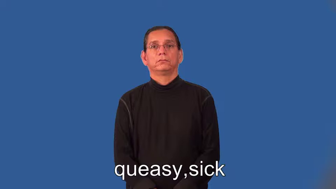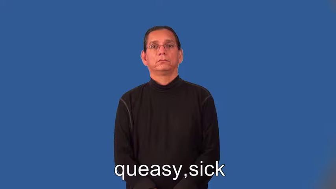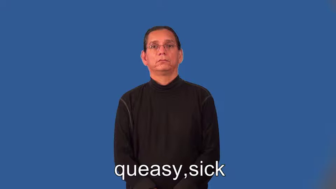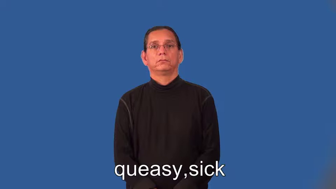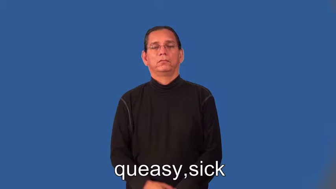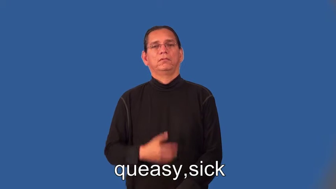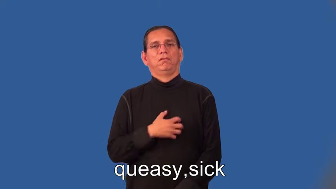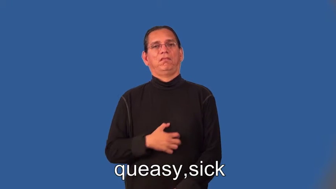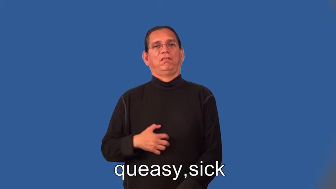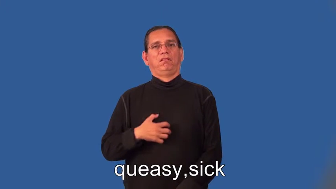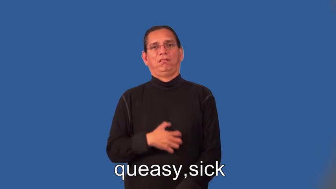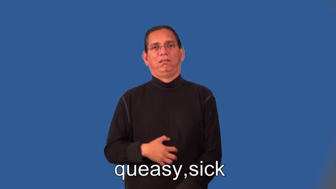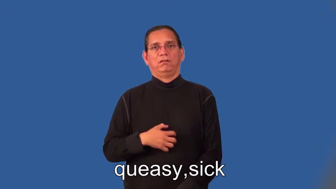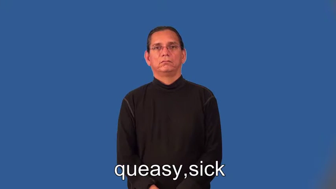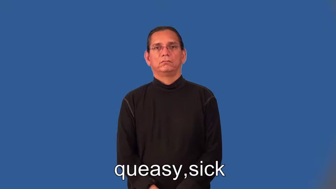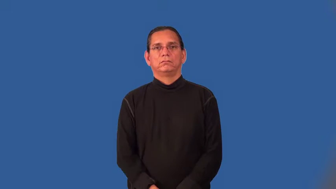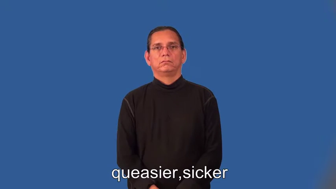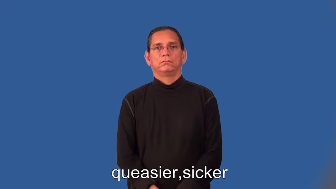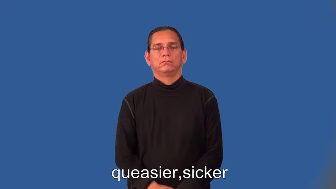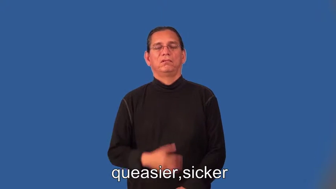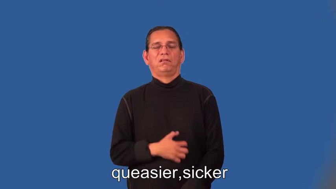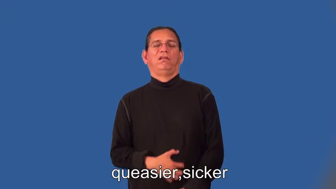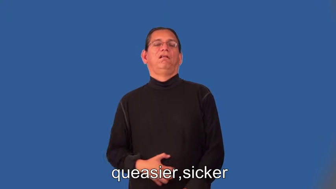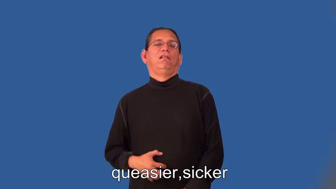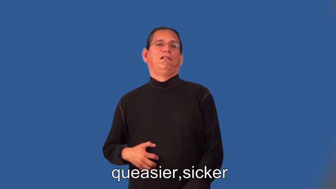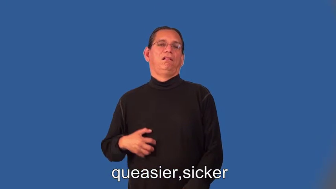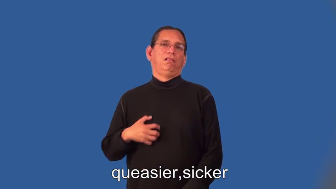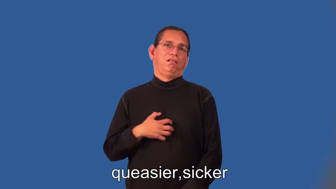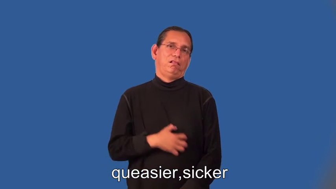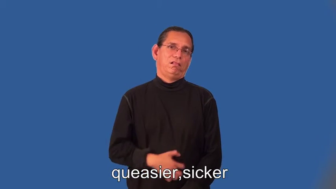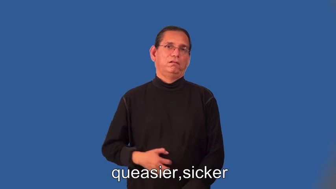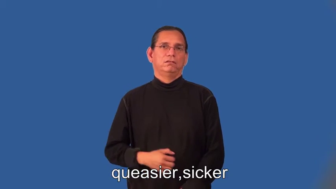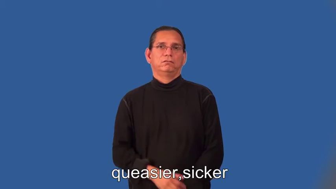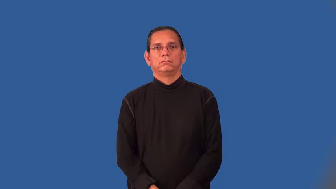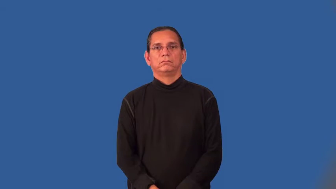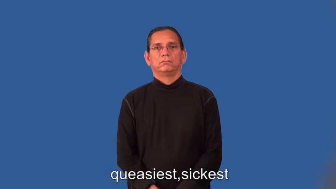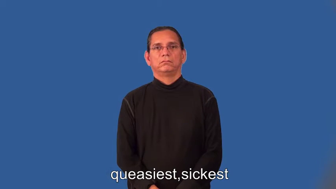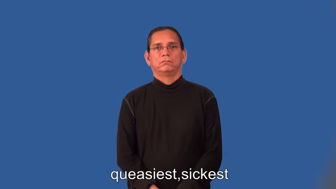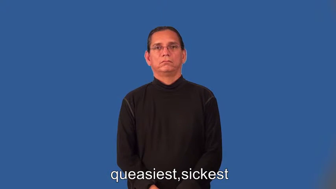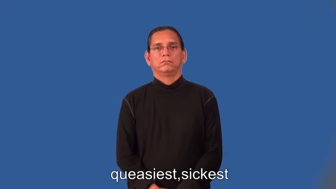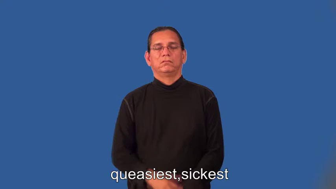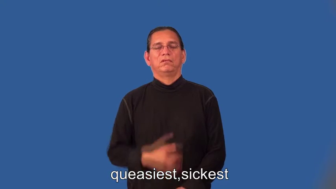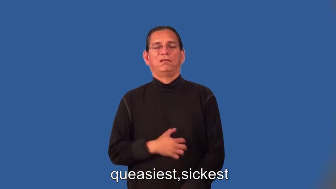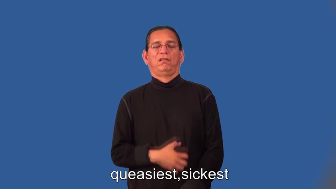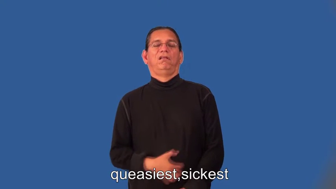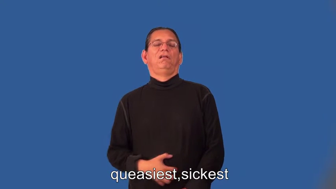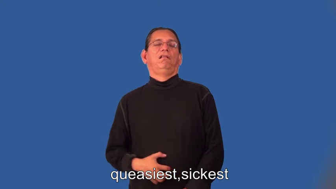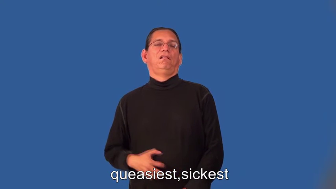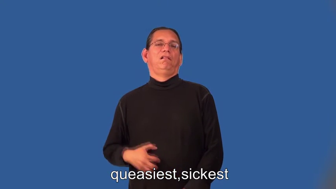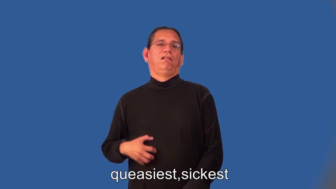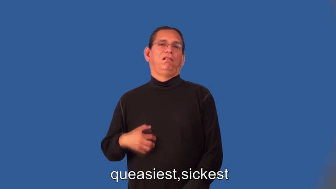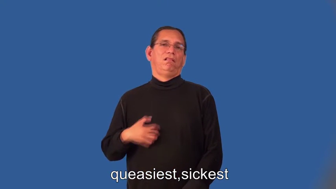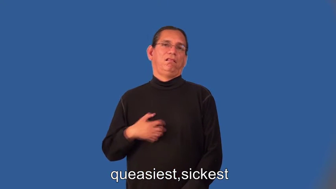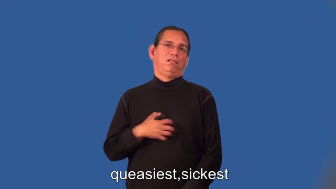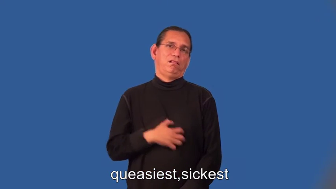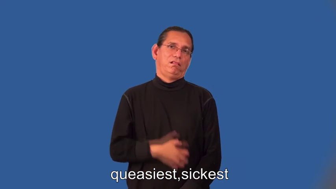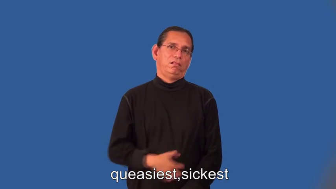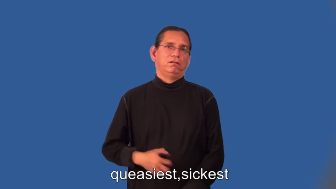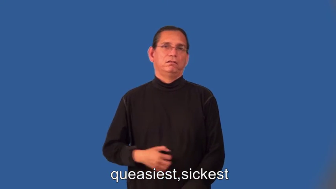queasier,sicker,queasiest,sickest